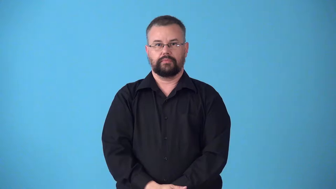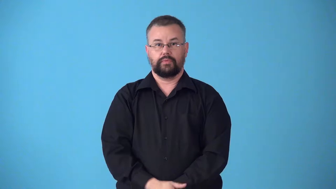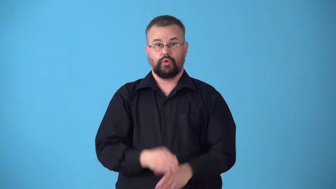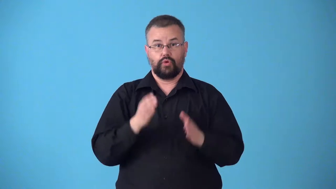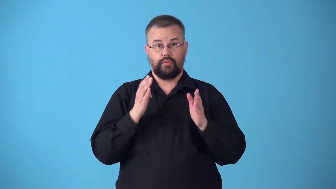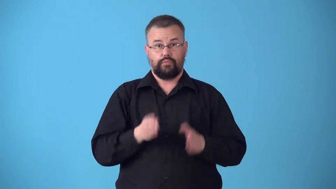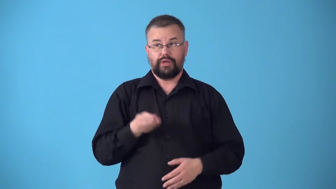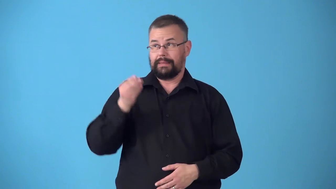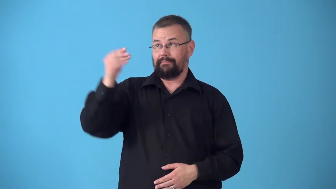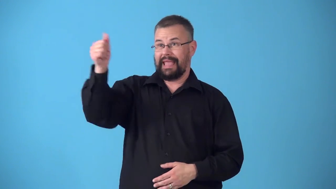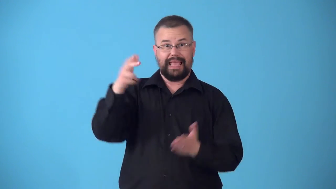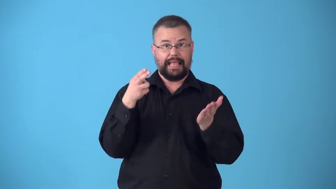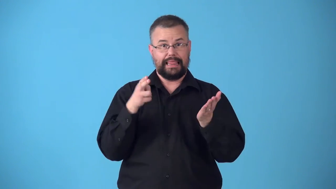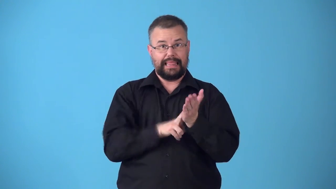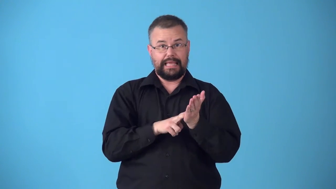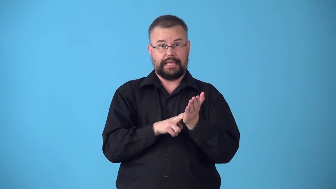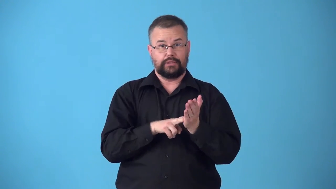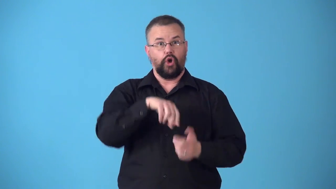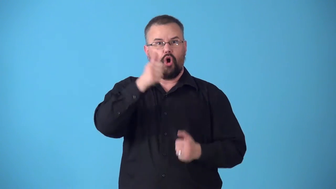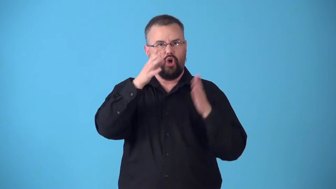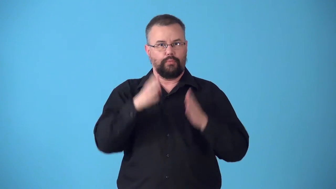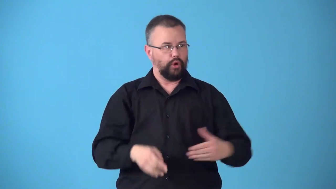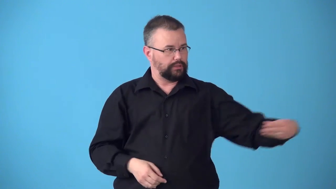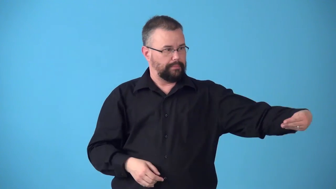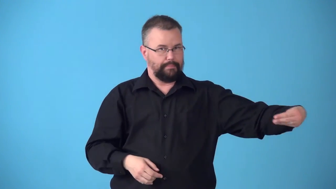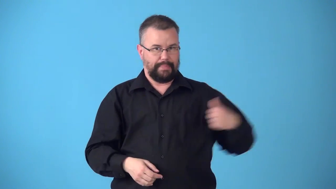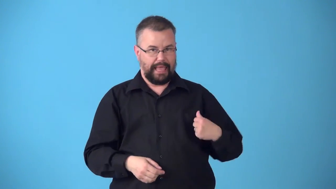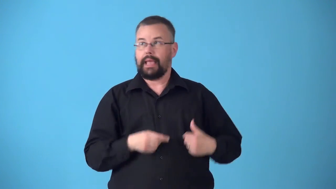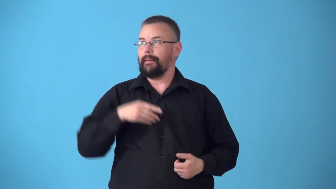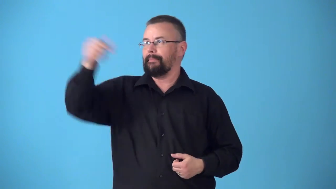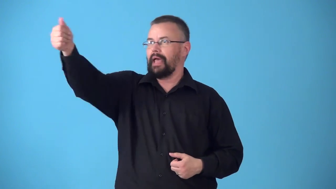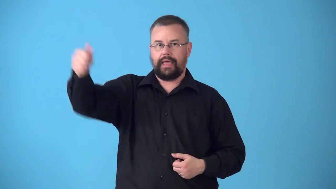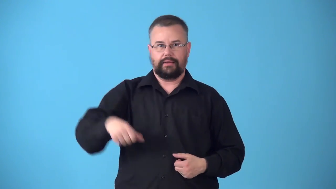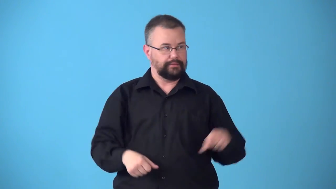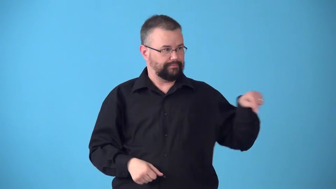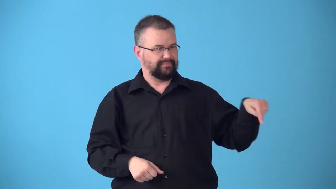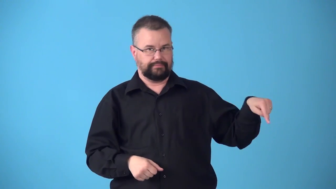subtenant